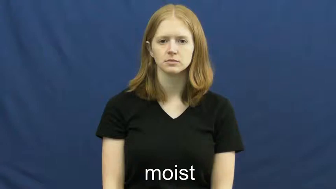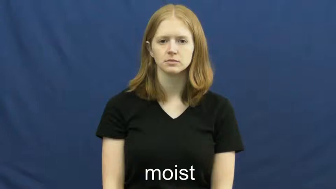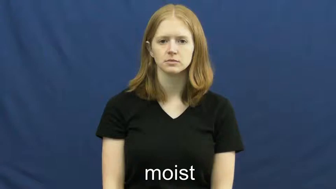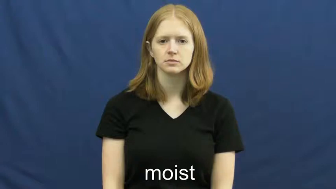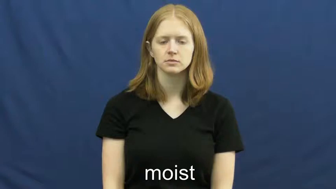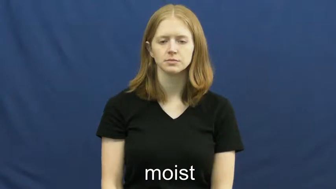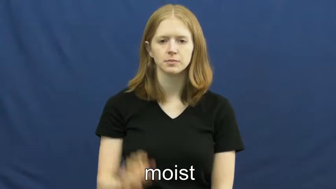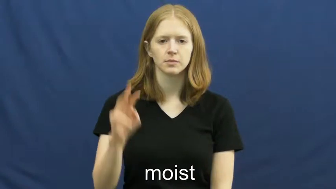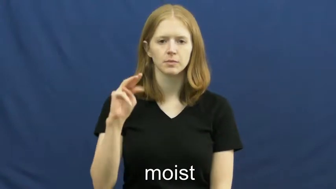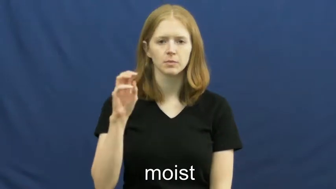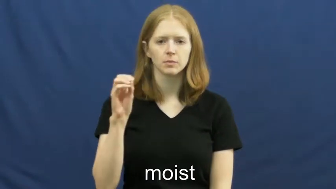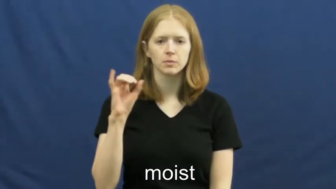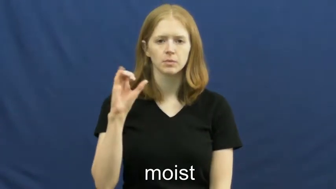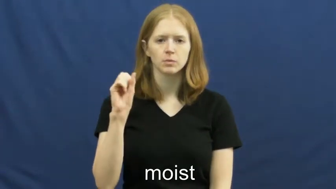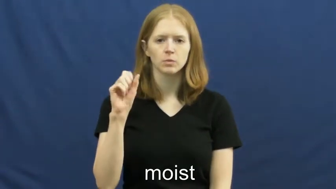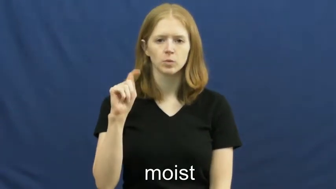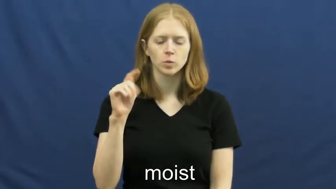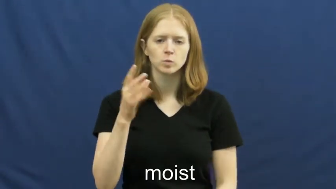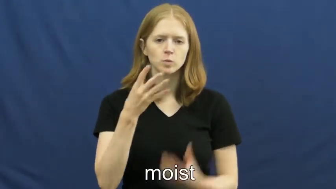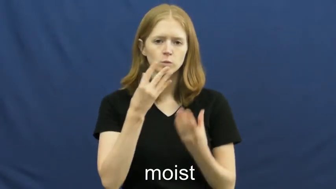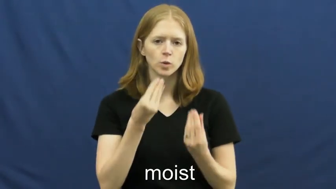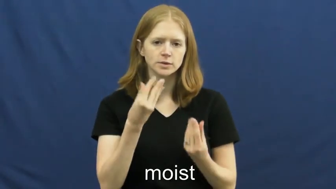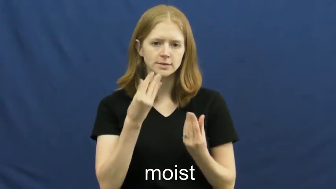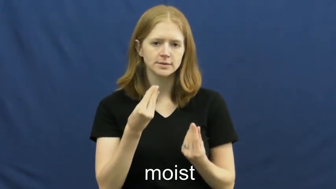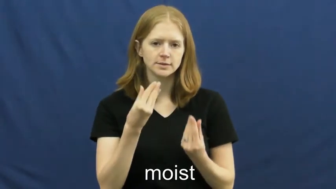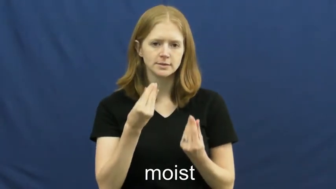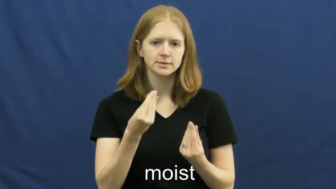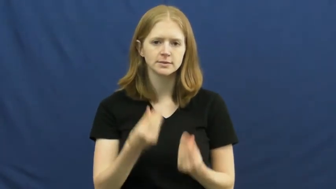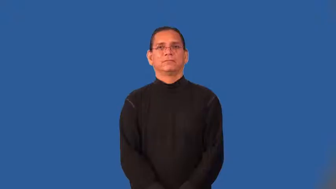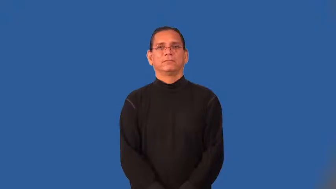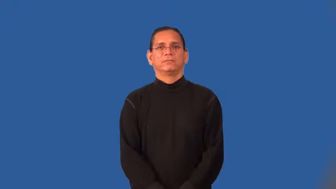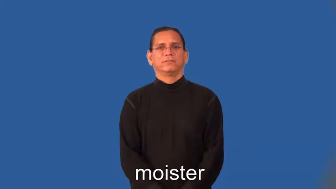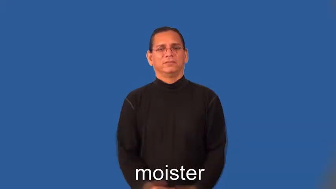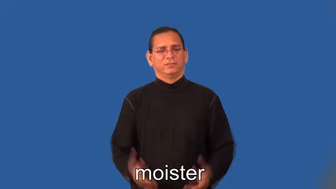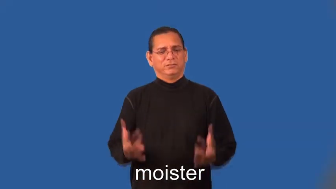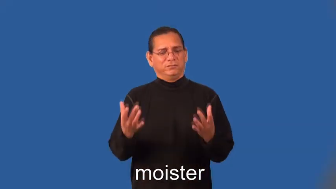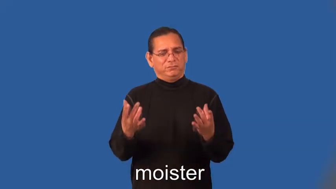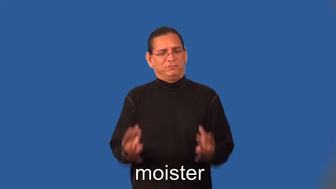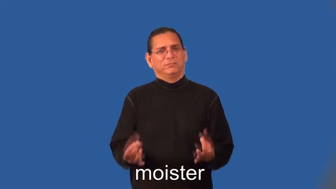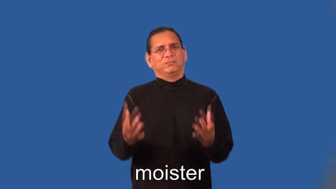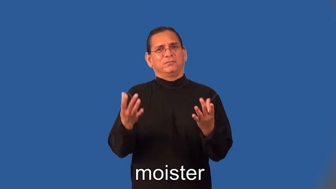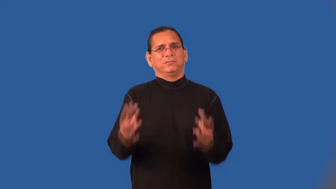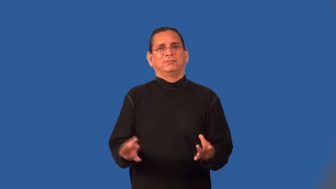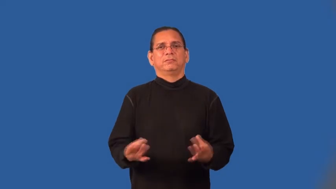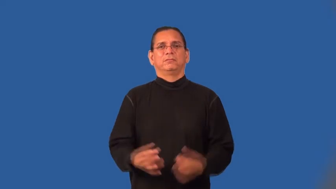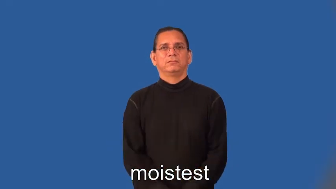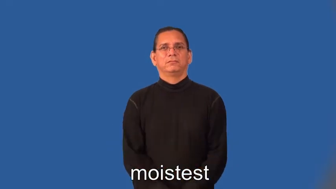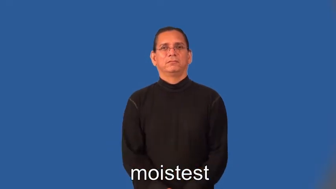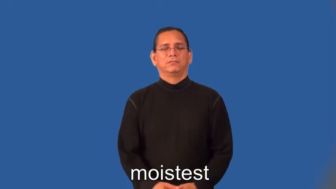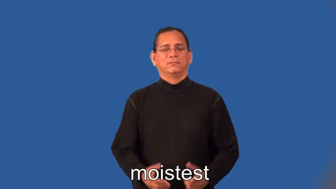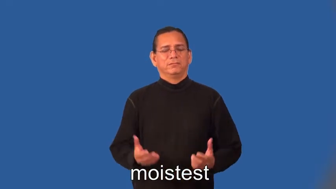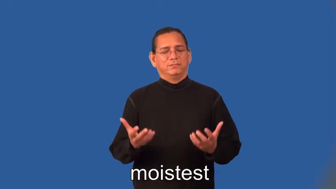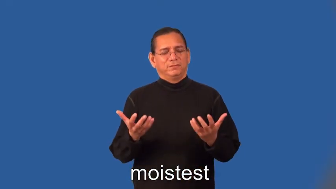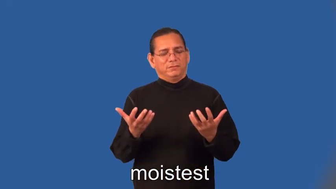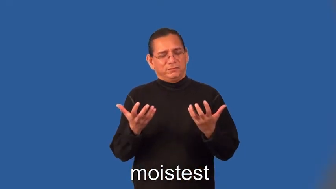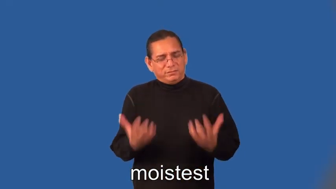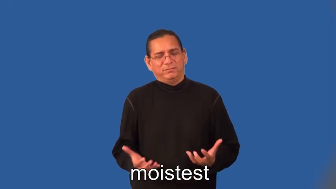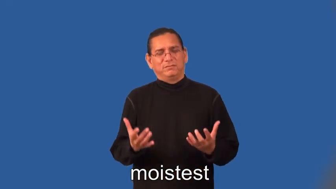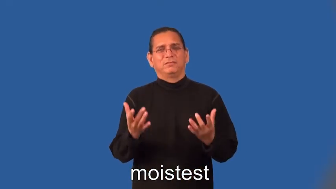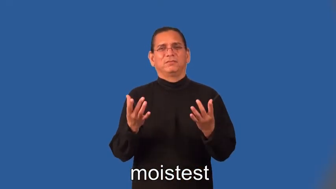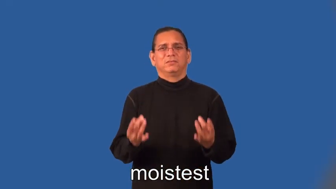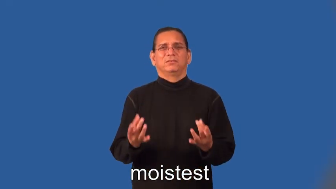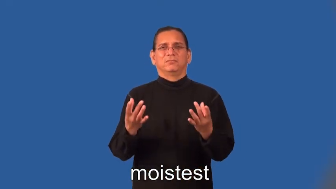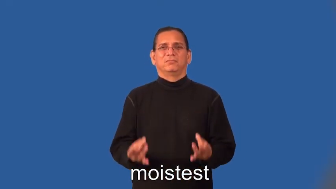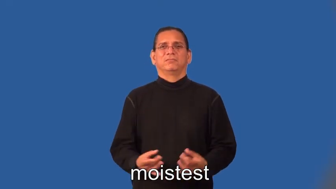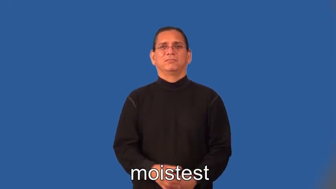moister,moistest